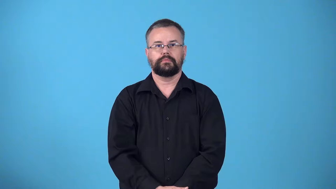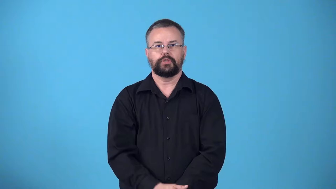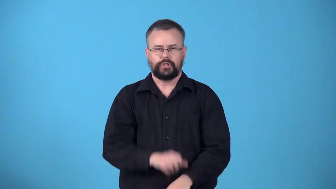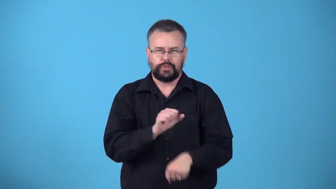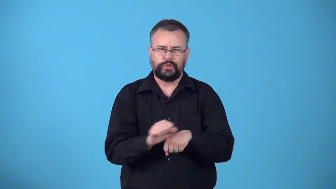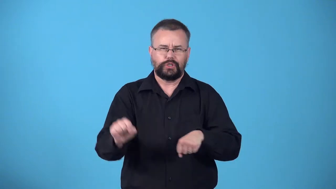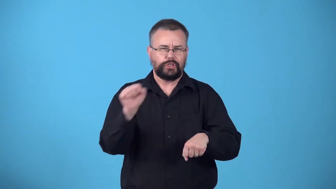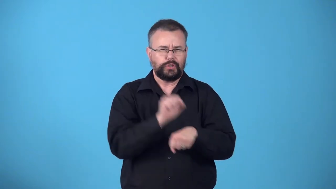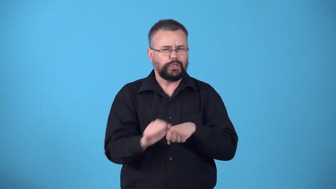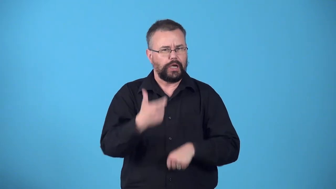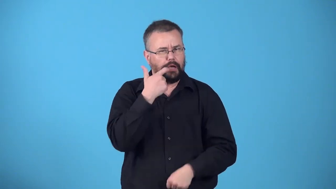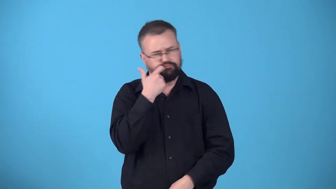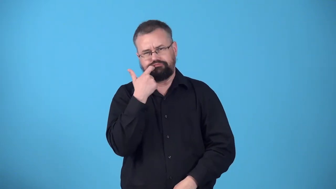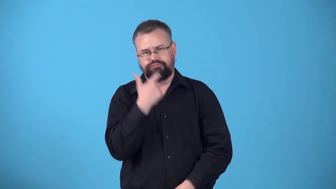workaholic